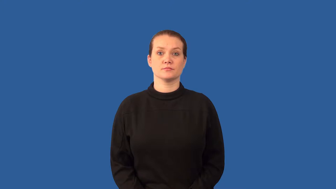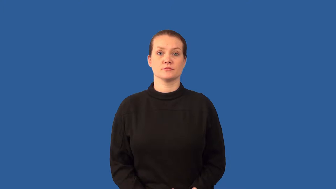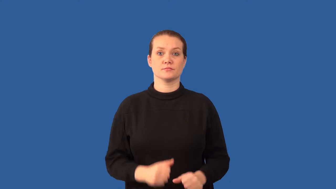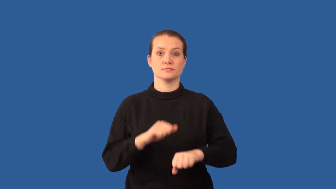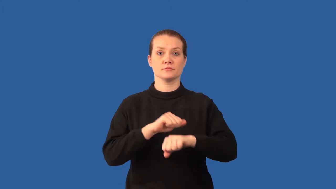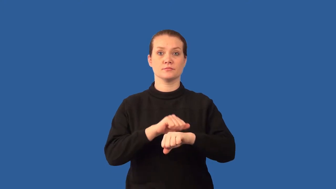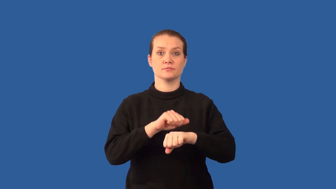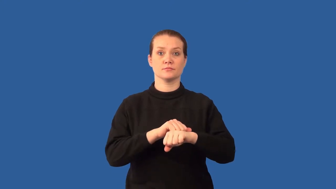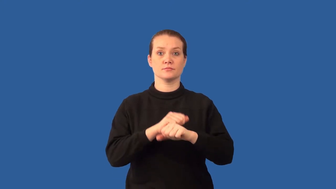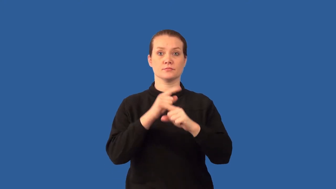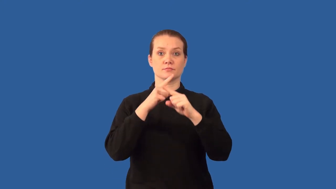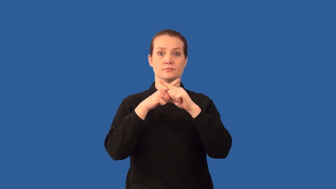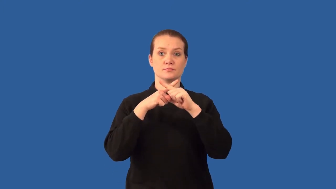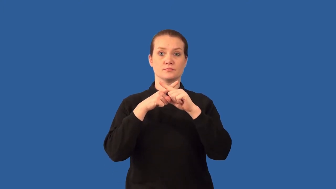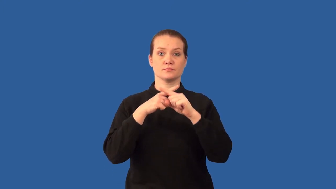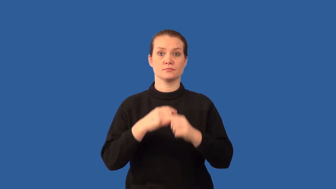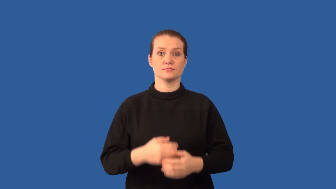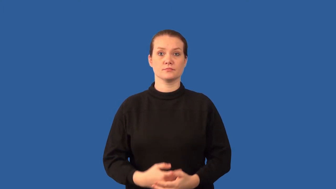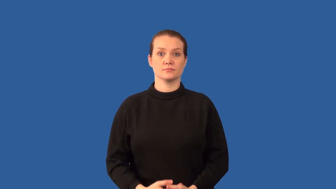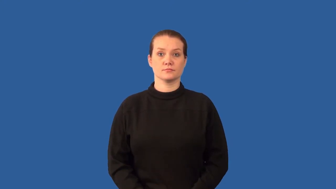cross-cutting relationships rock